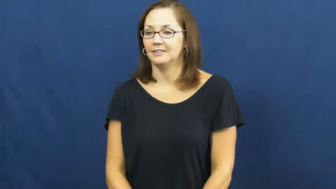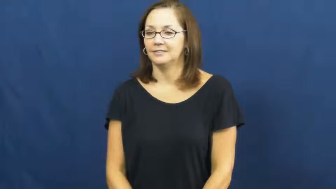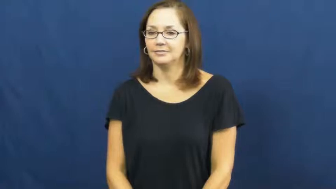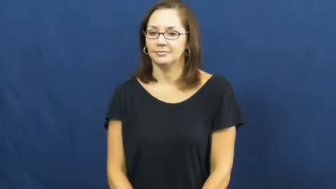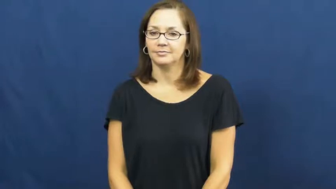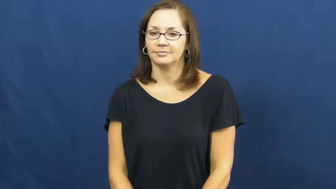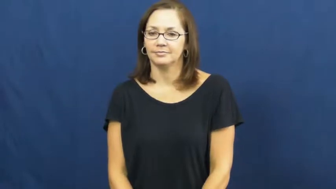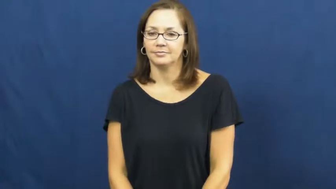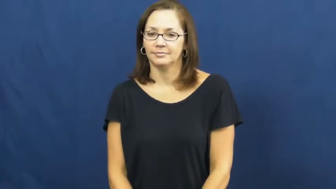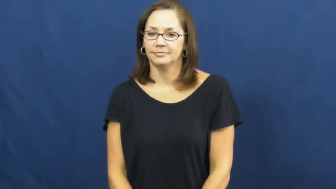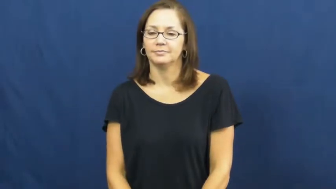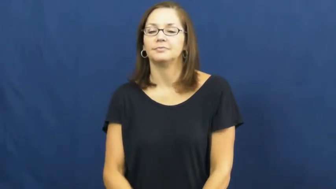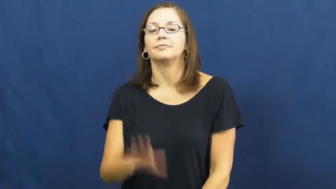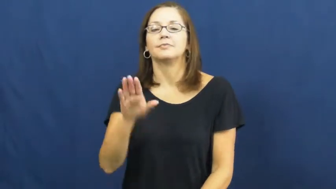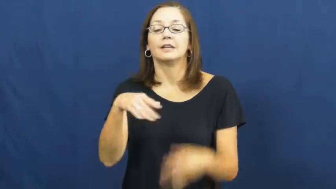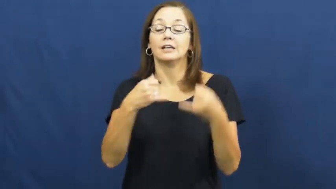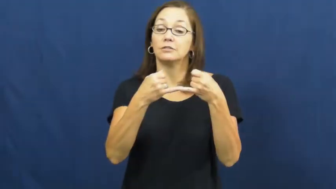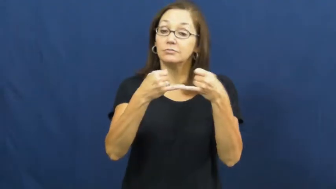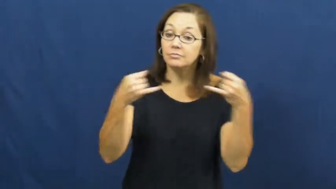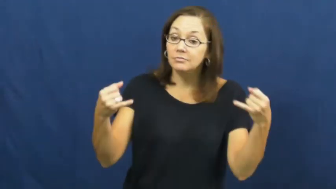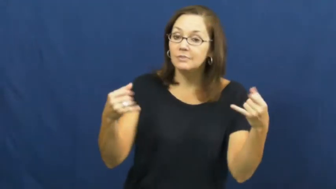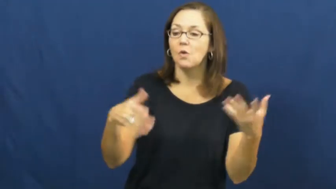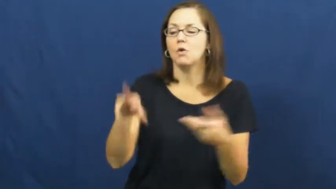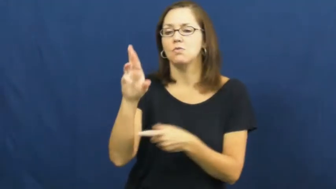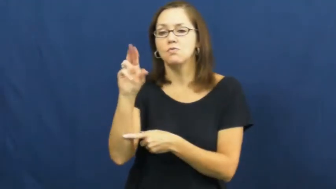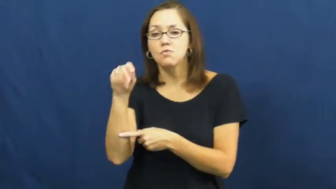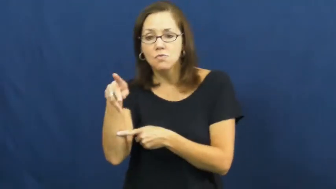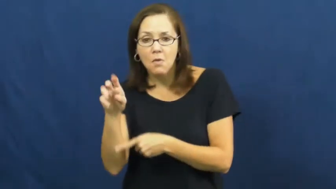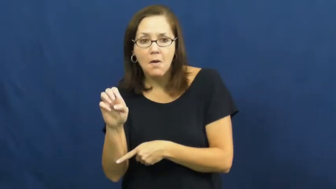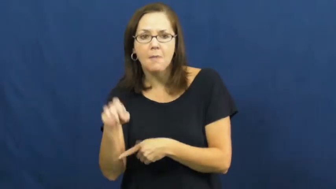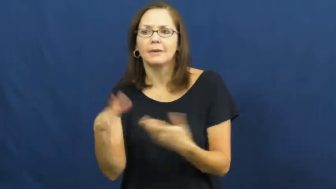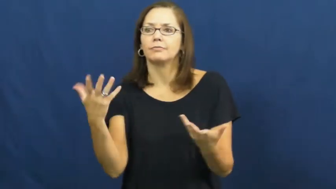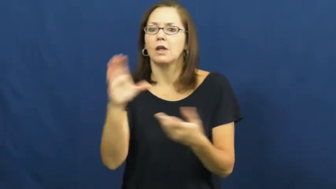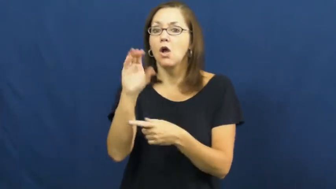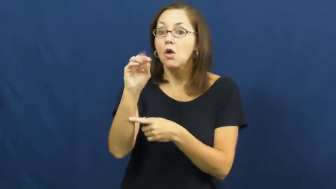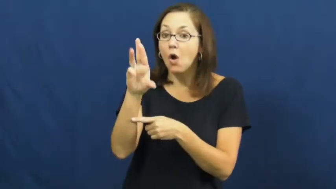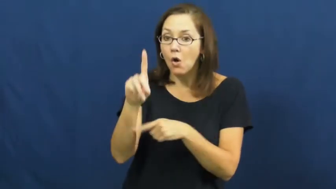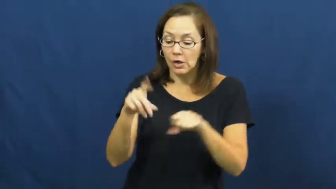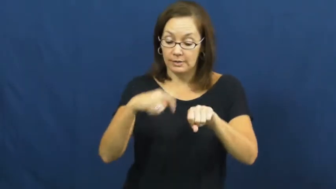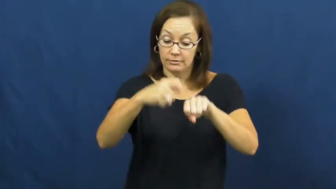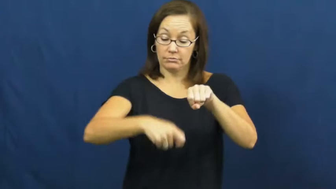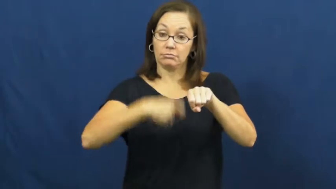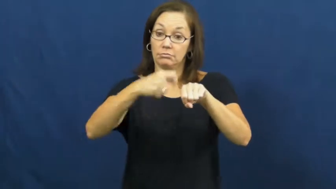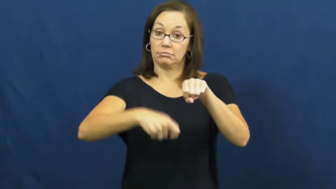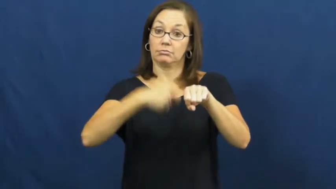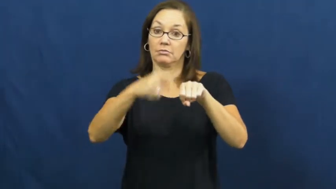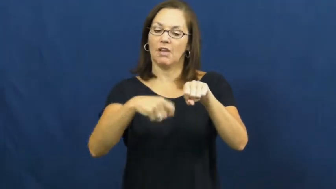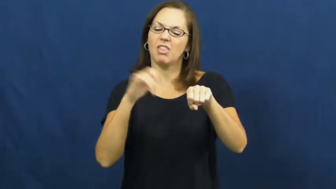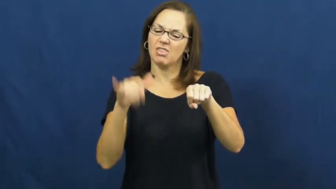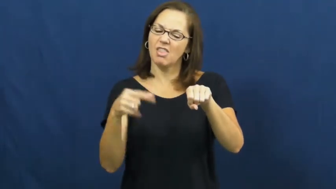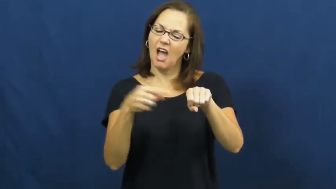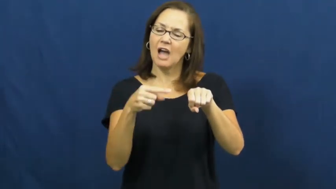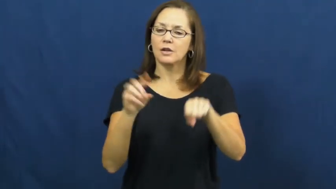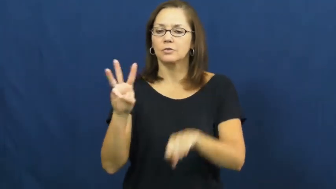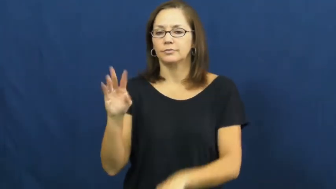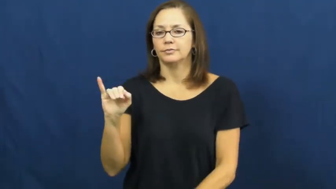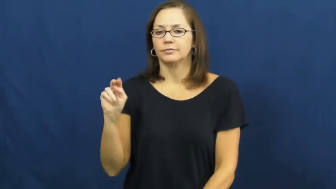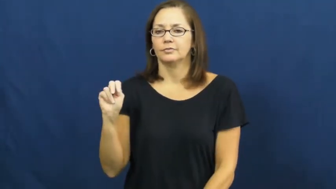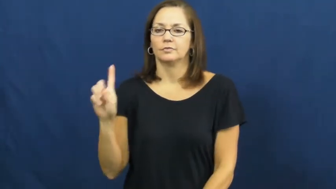wind,wind up,coil-string